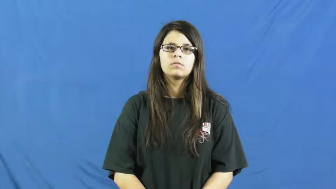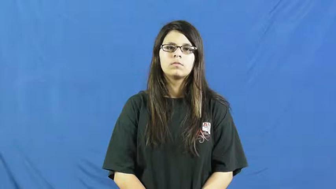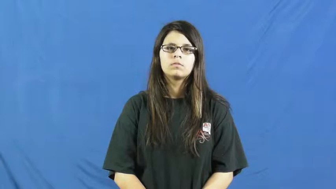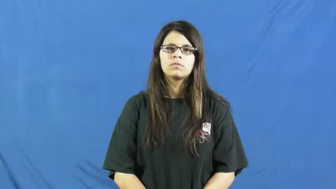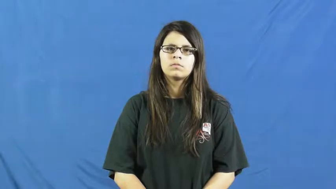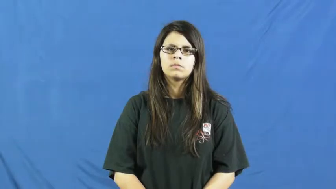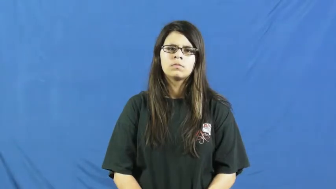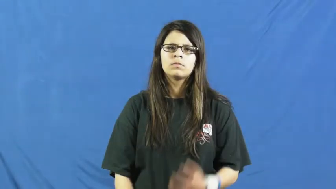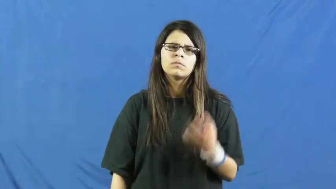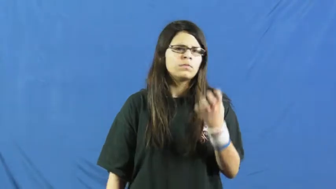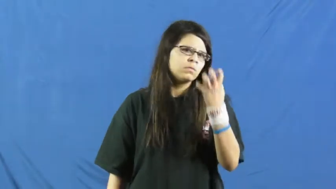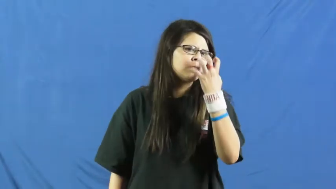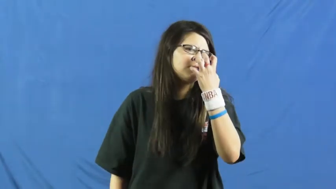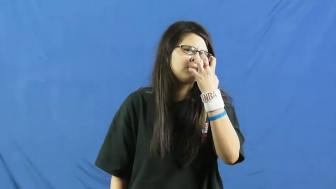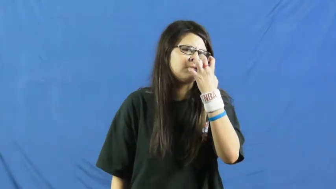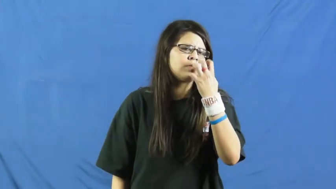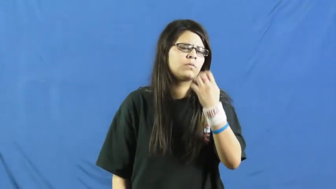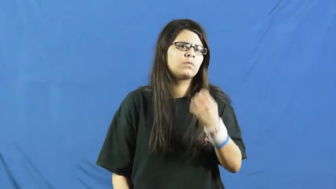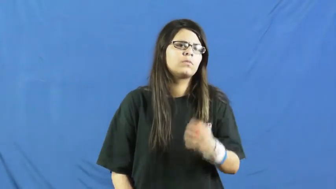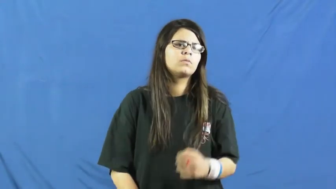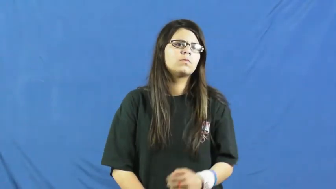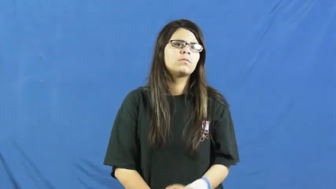mad,angry,ire,peeved,back up,black,bridle